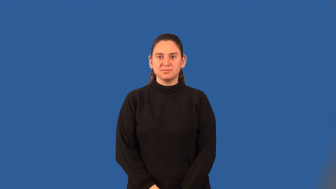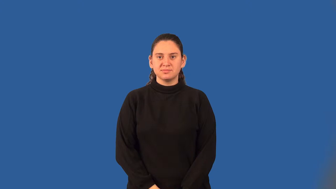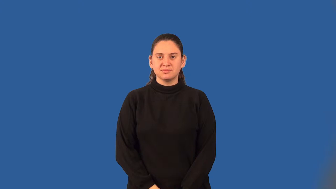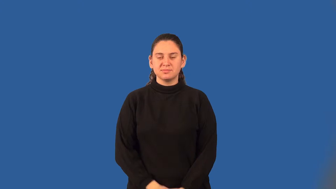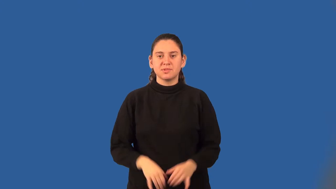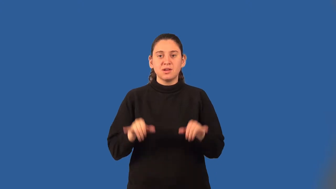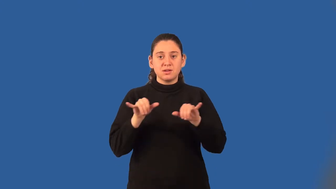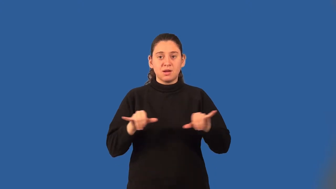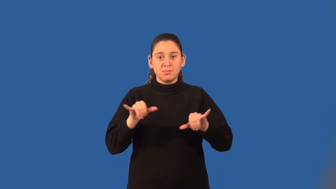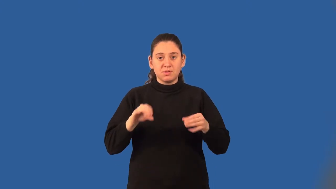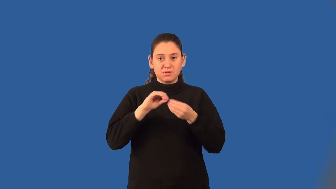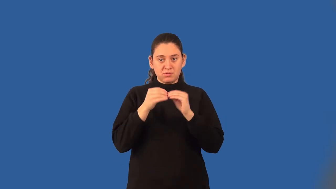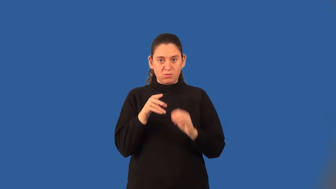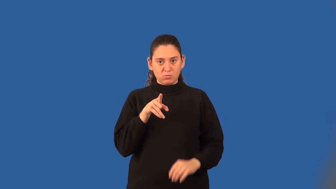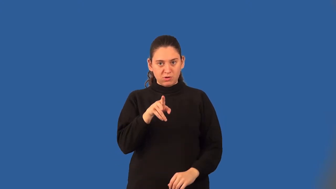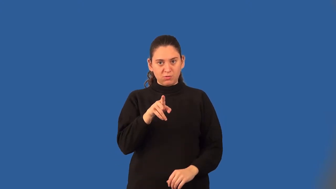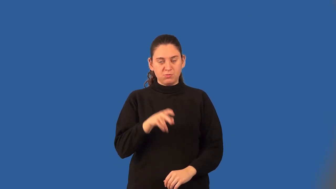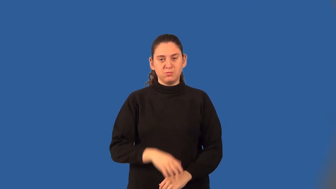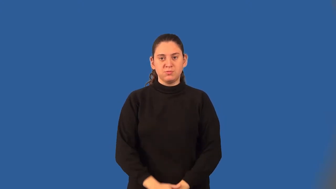common ratio